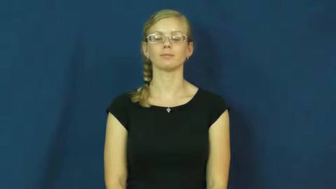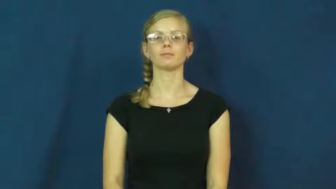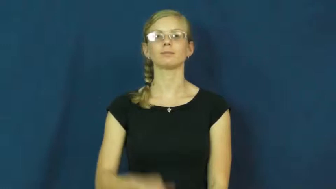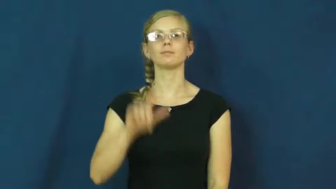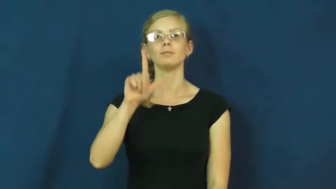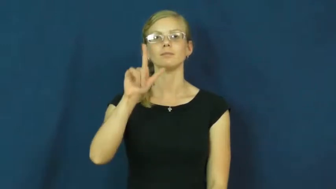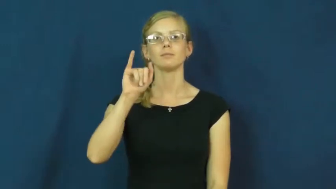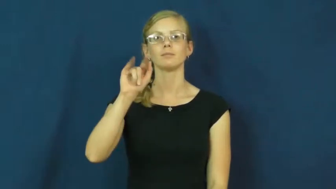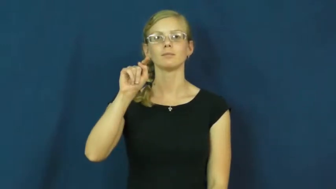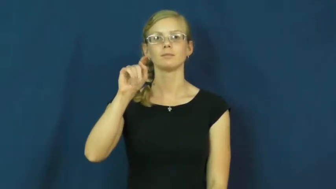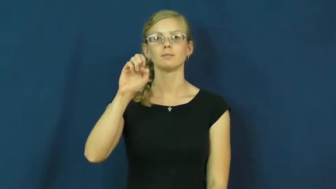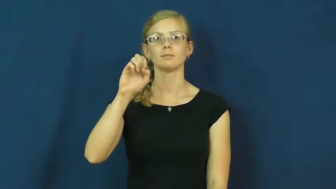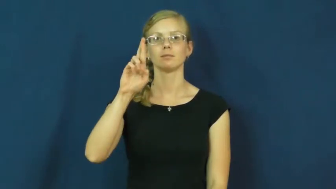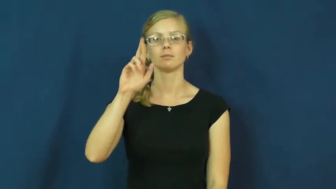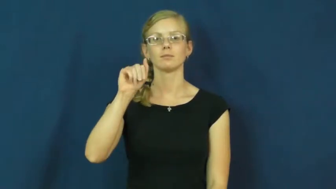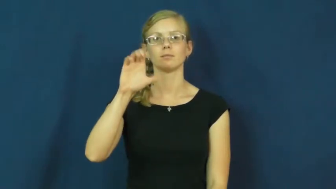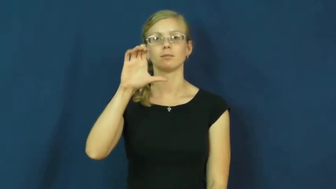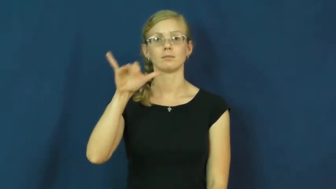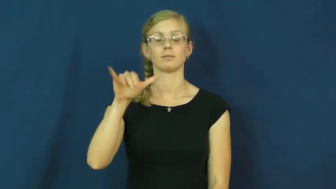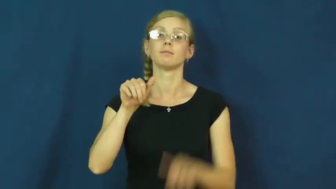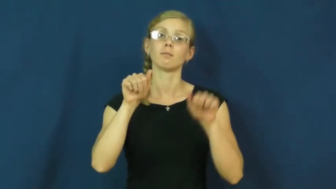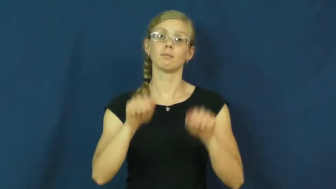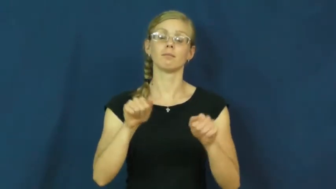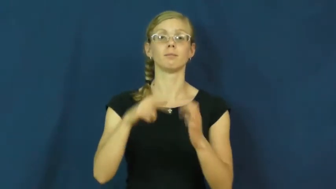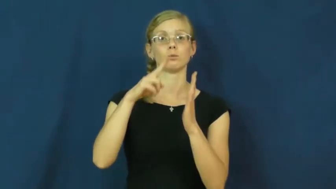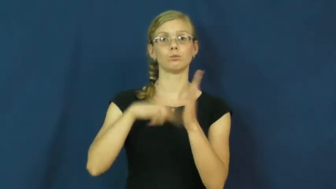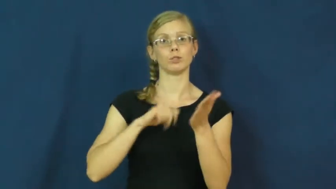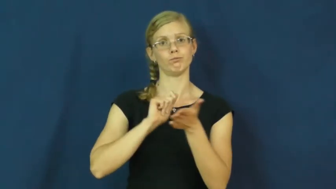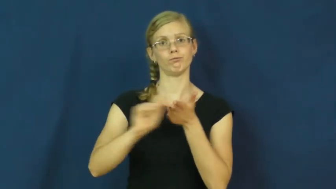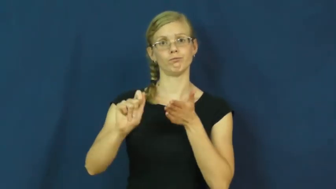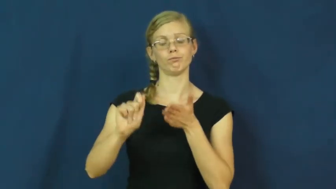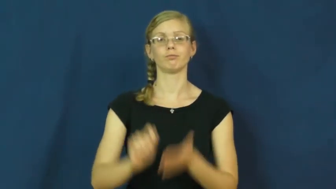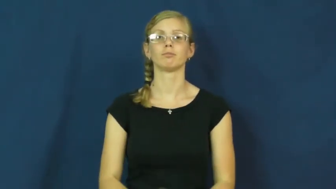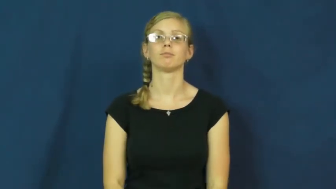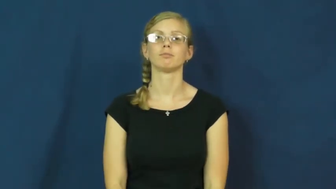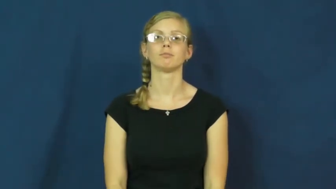literacy